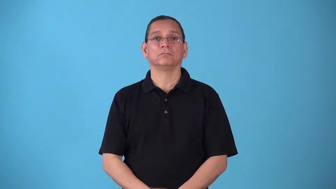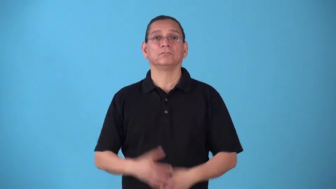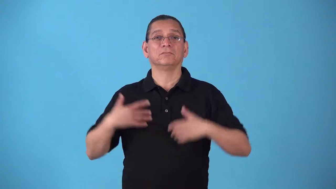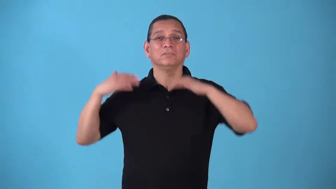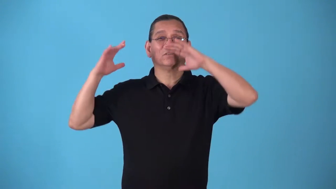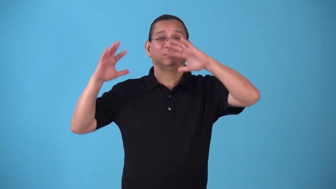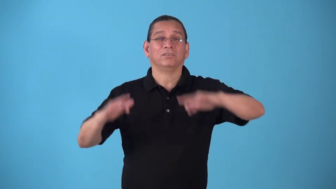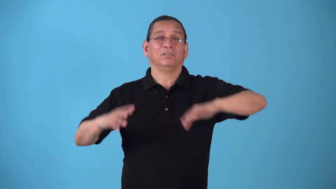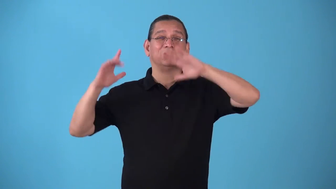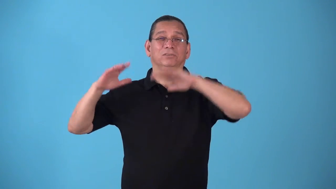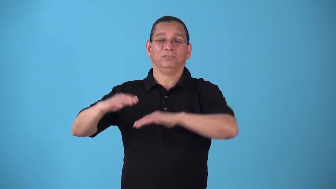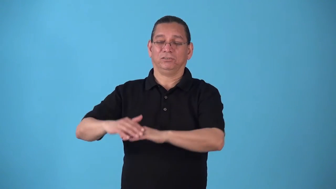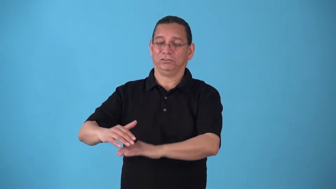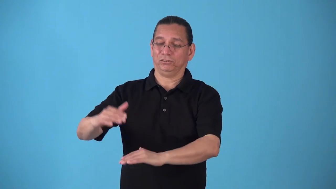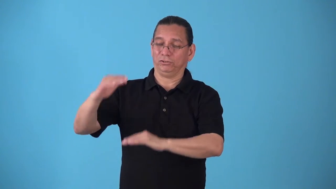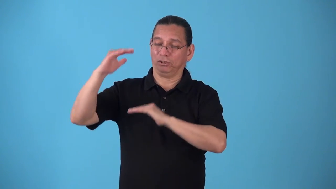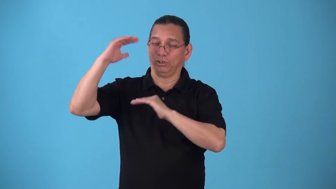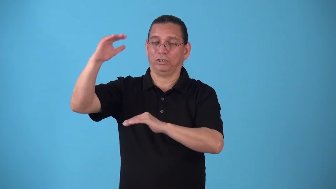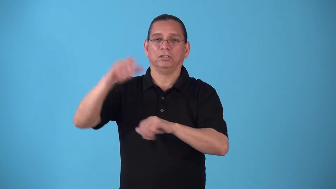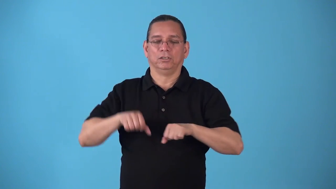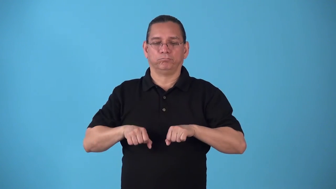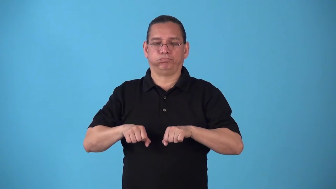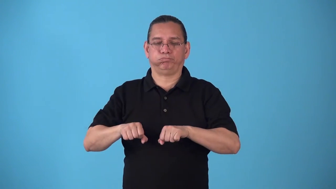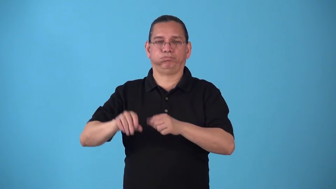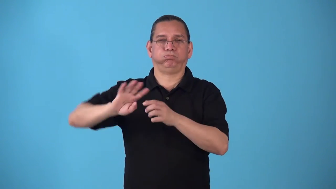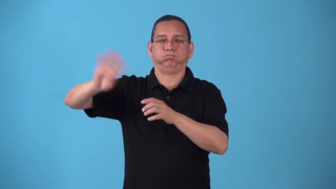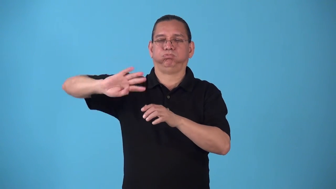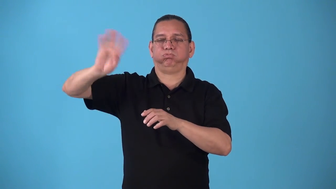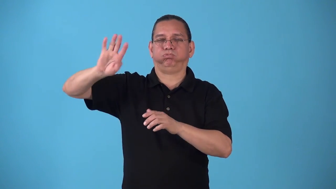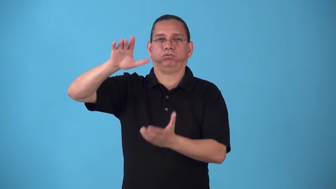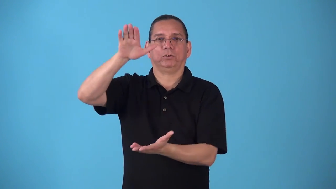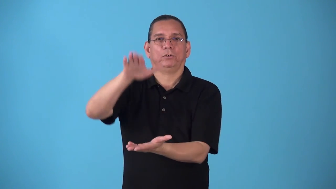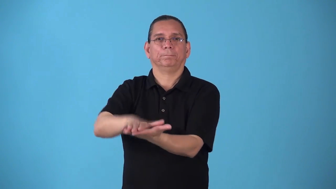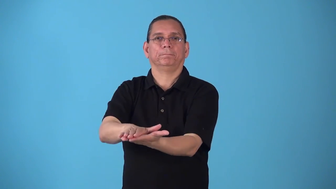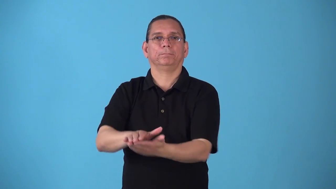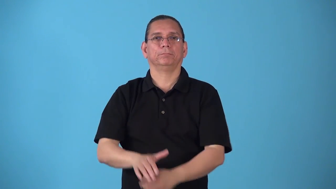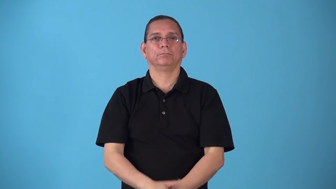snowblower